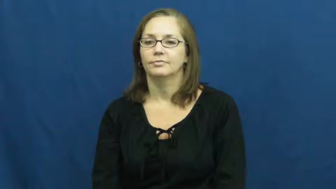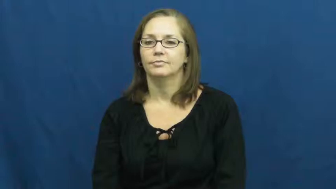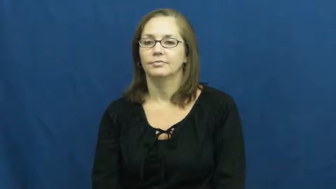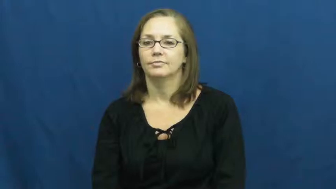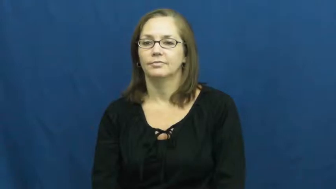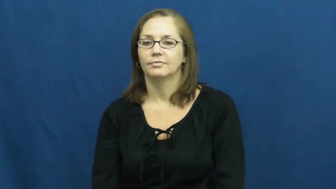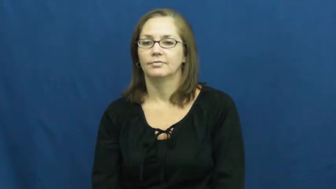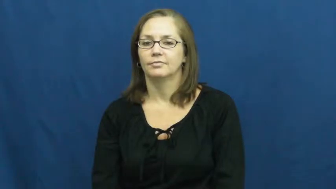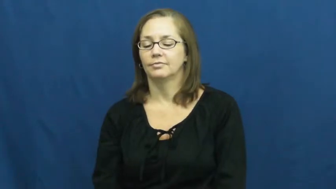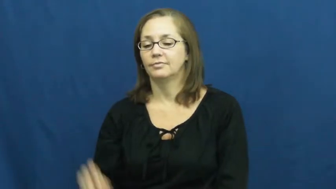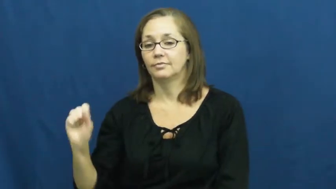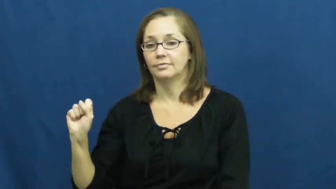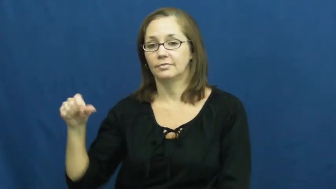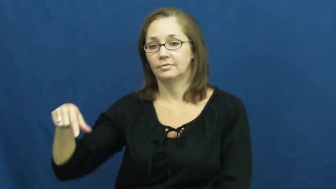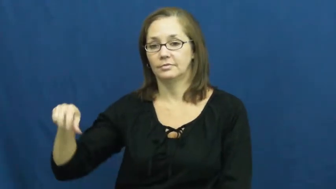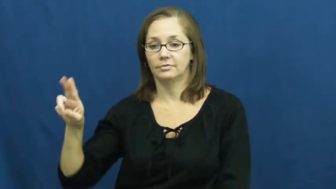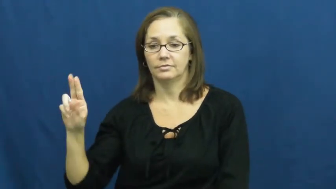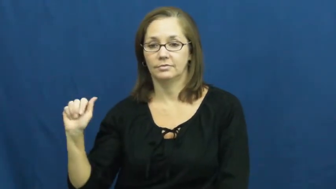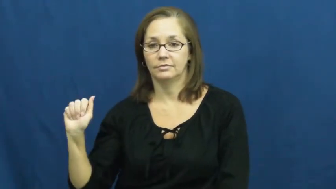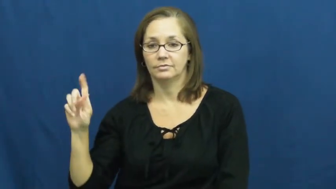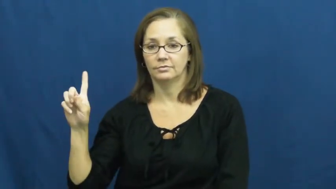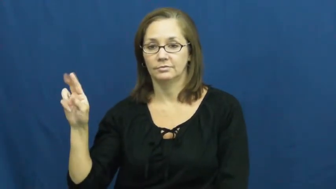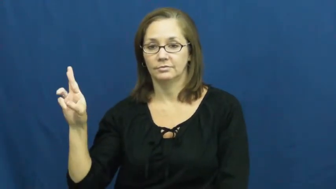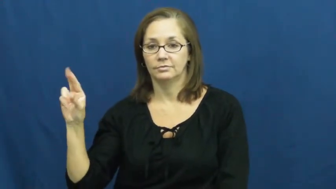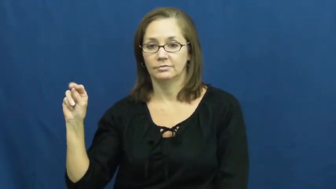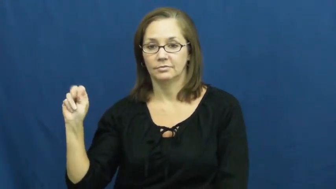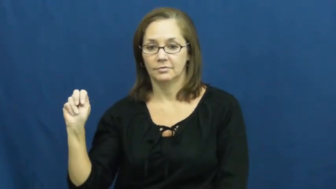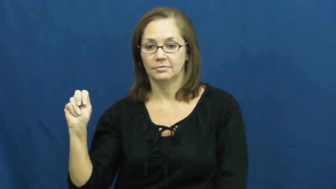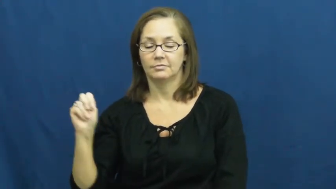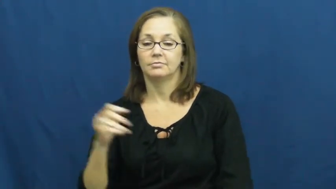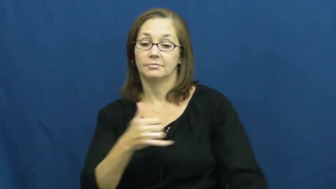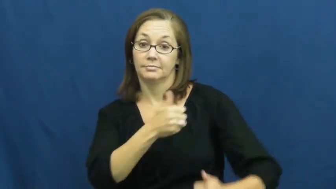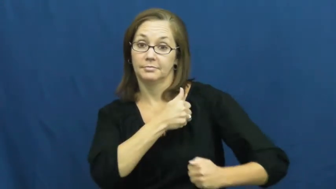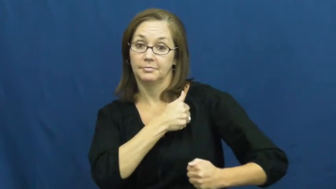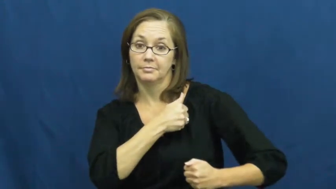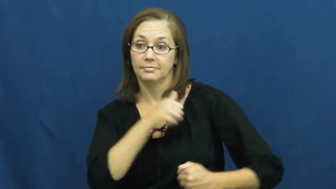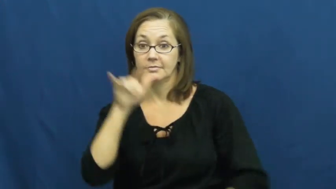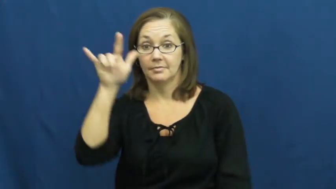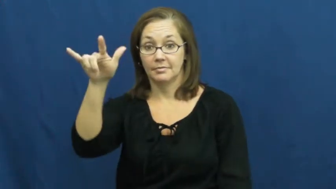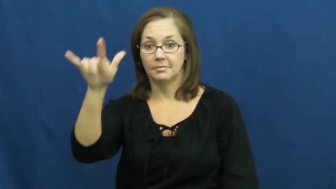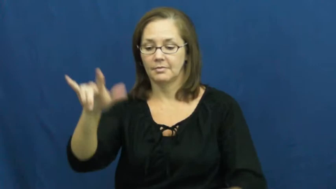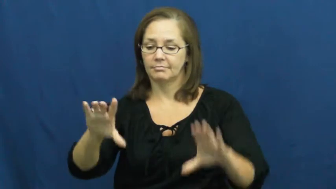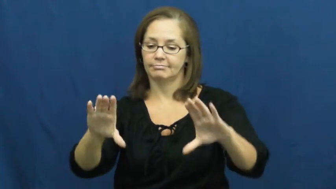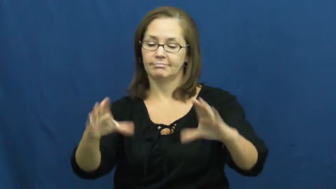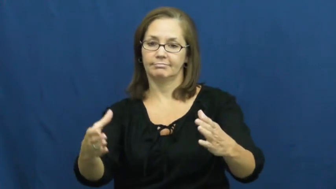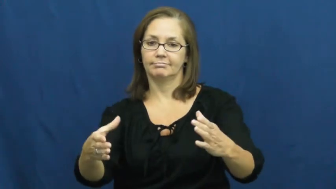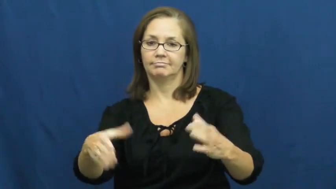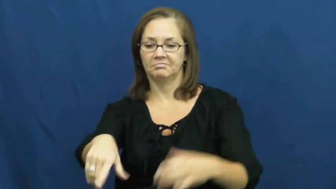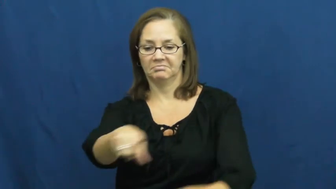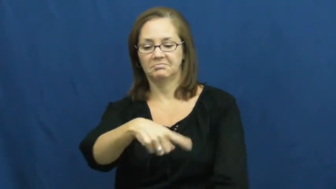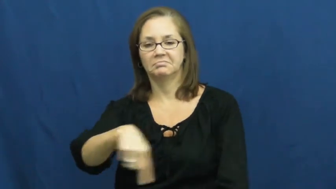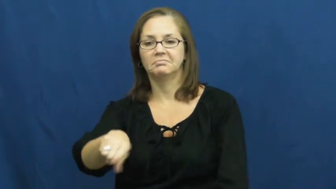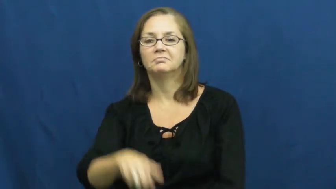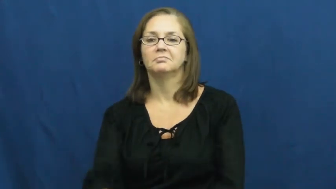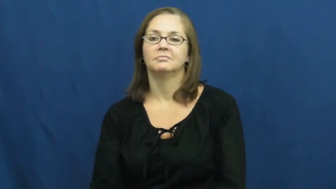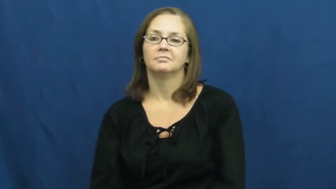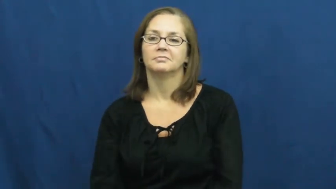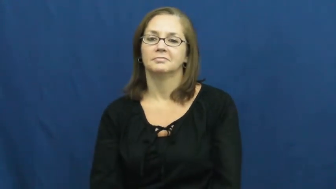squadron